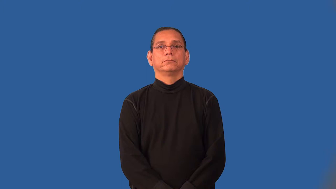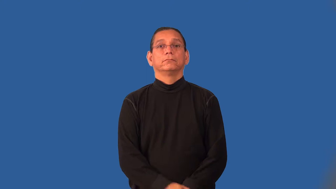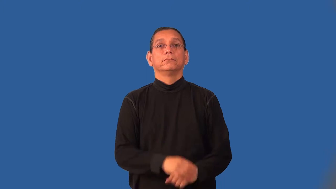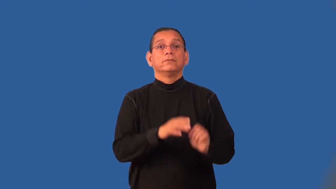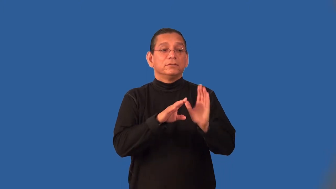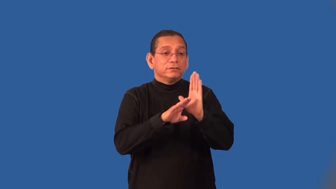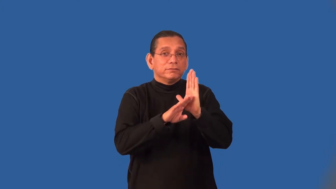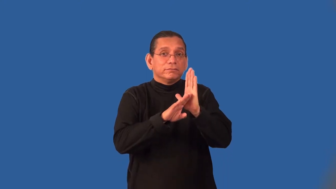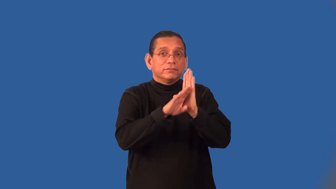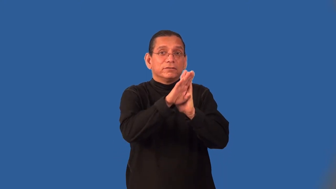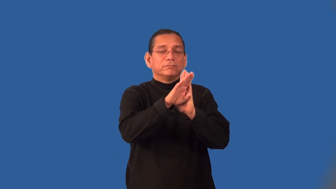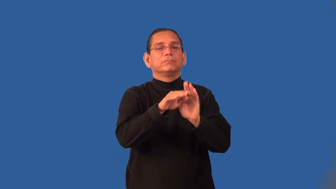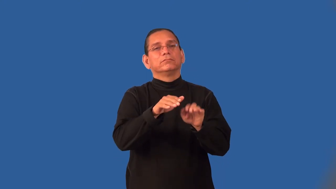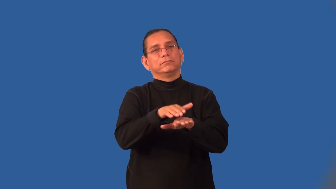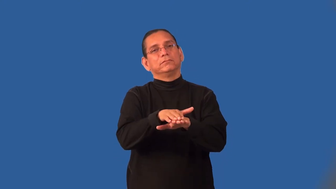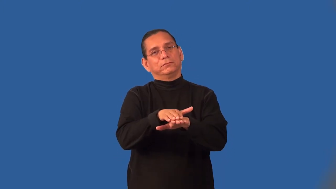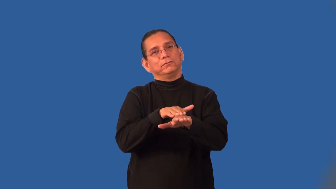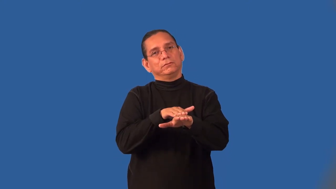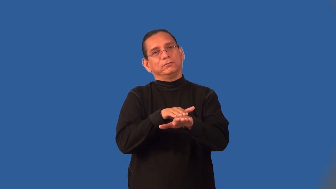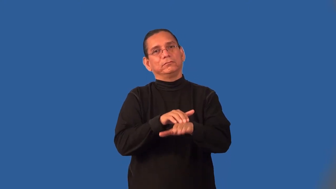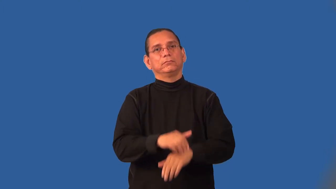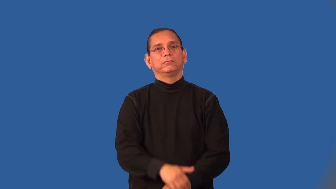incubate-business